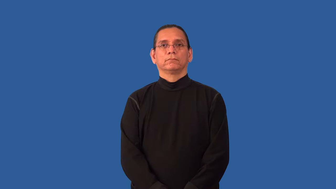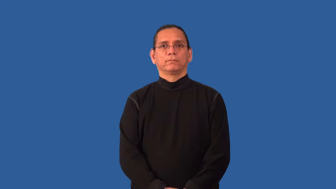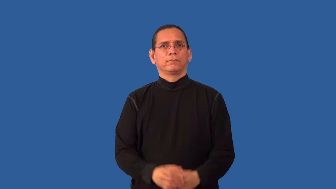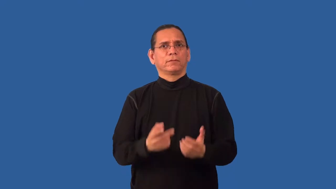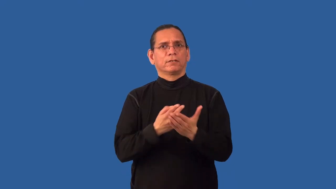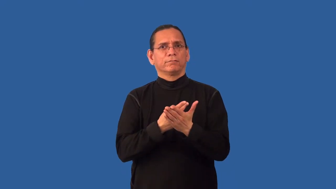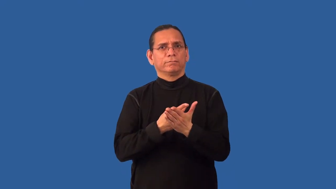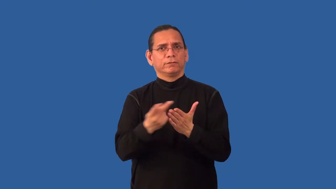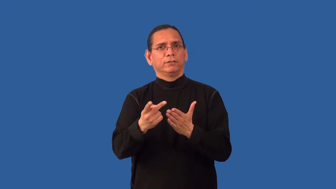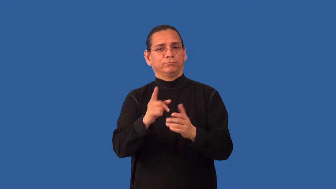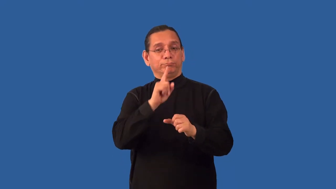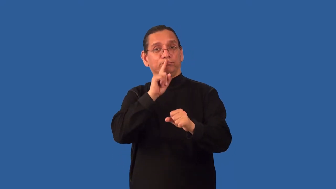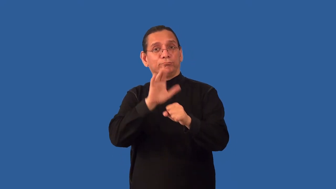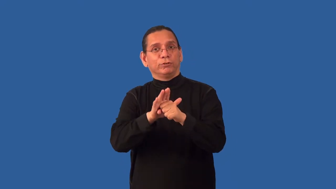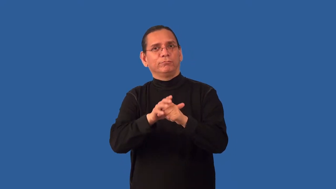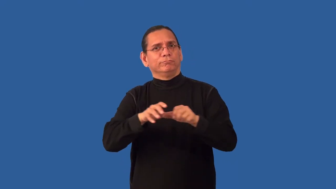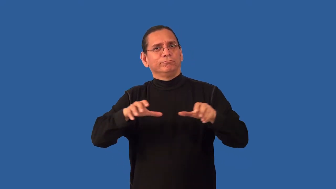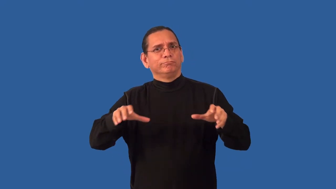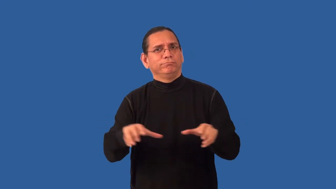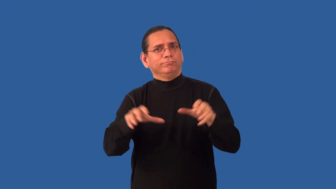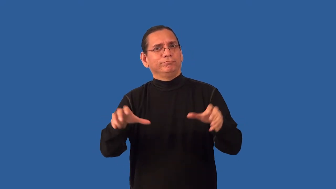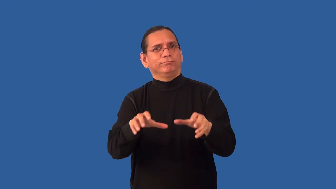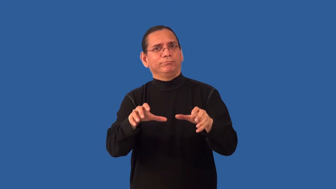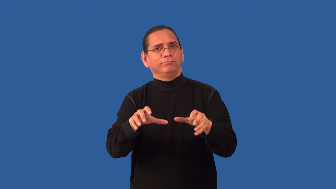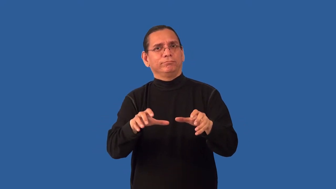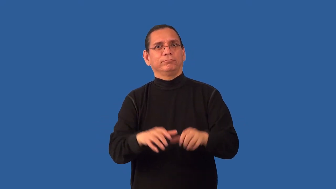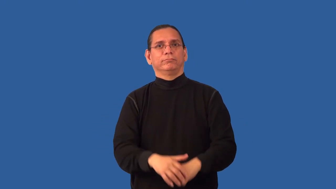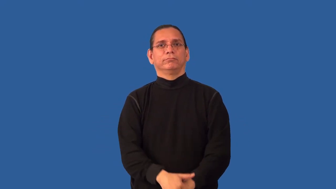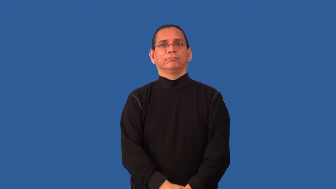nonperformance